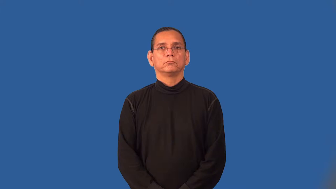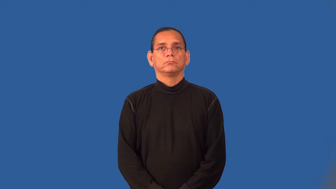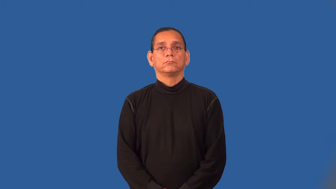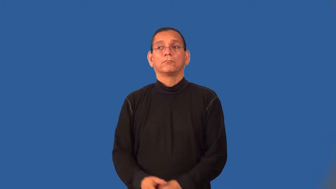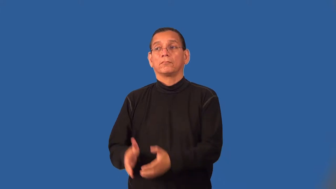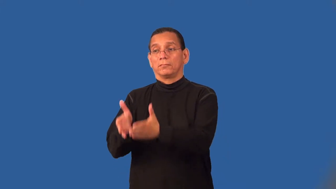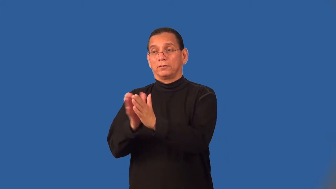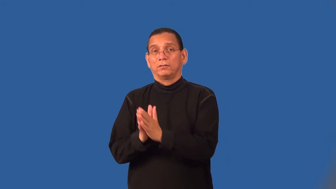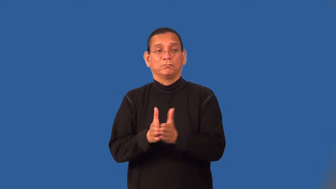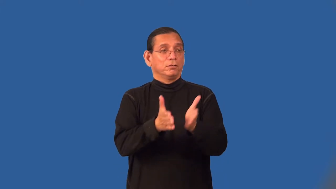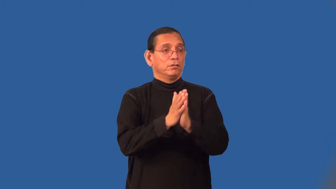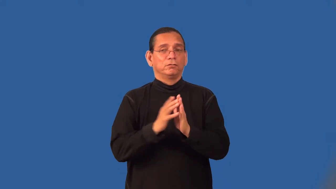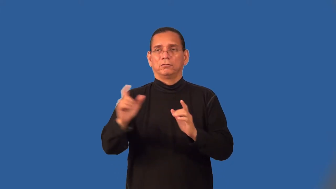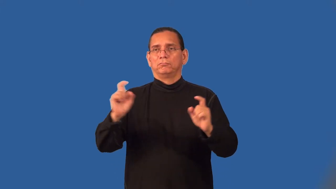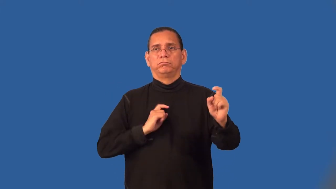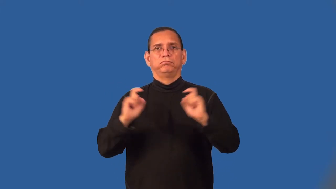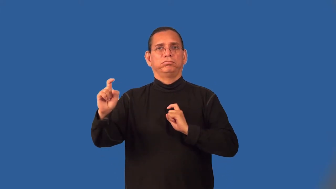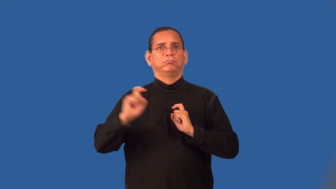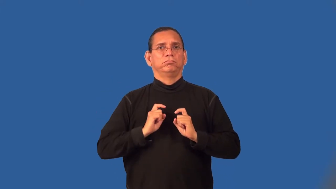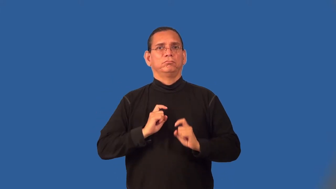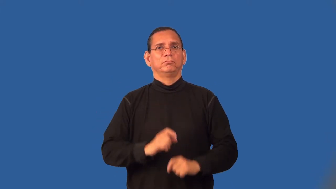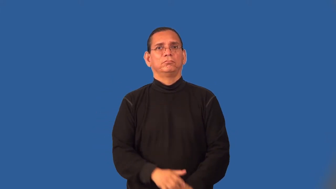solicit-gifts